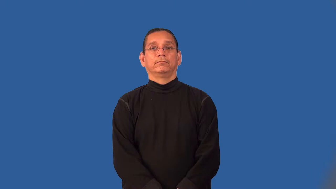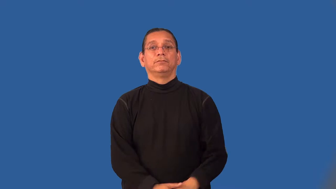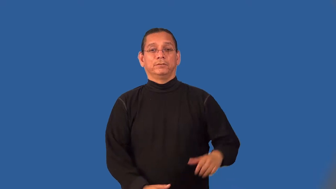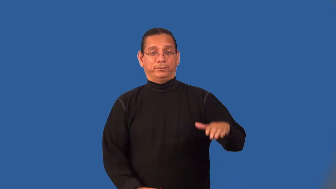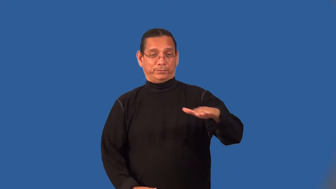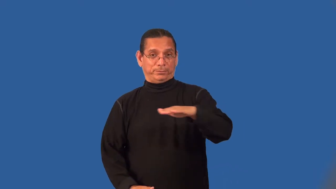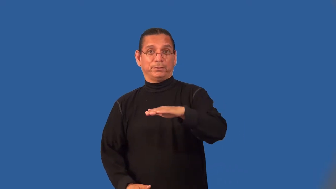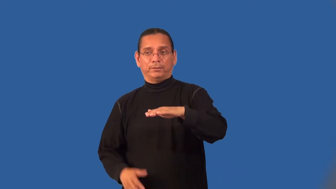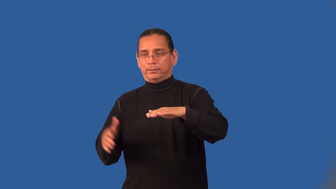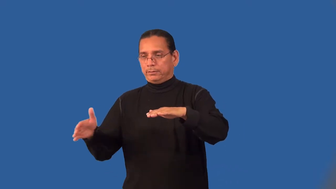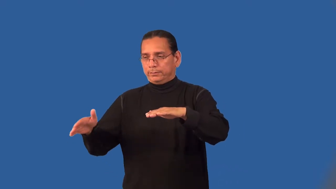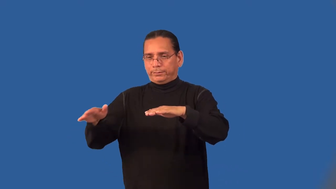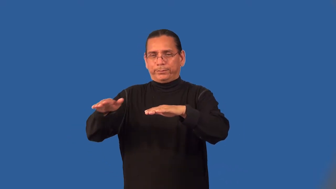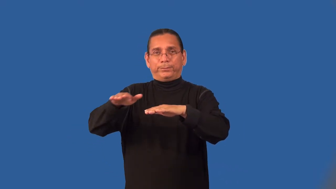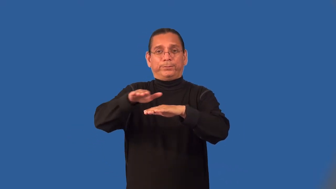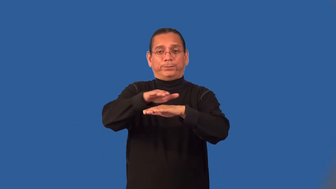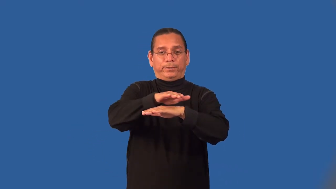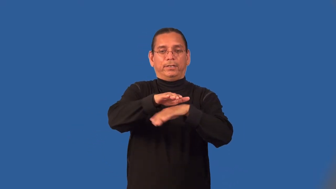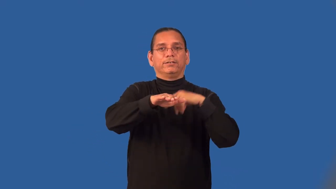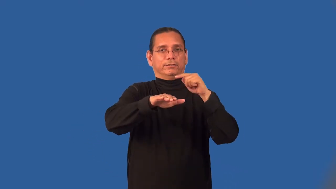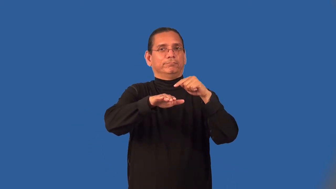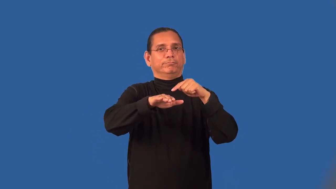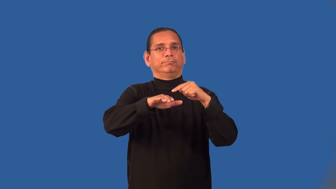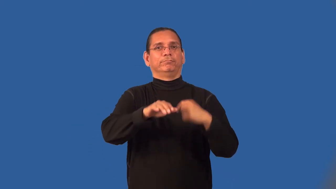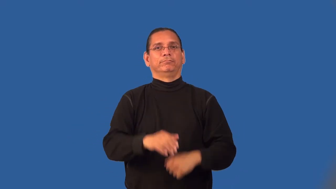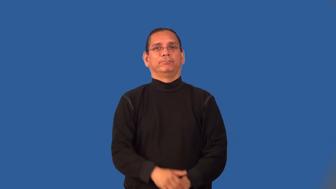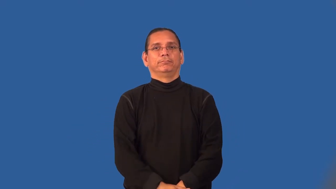line-cover inside